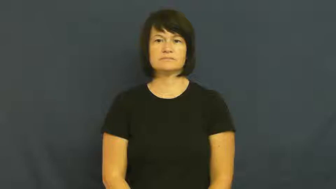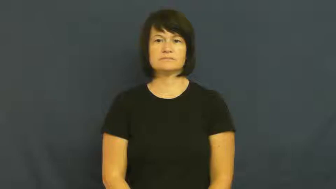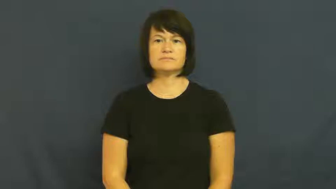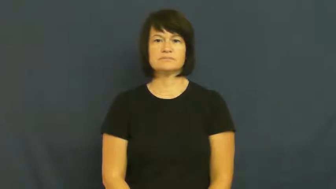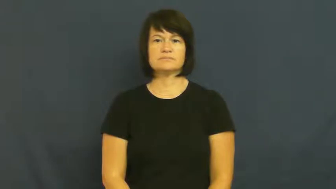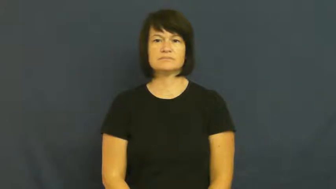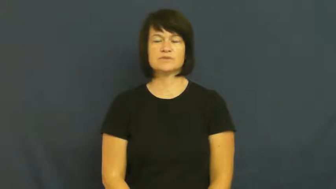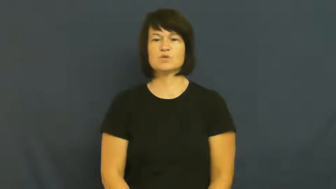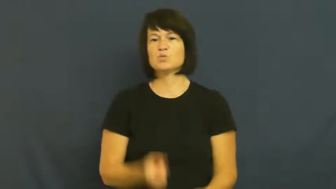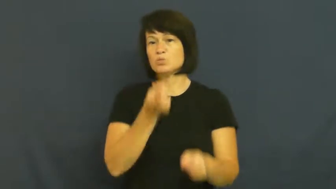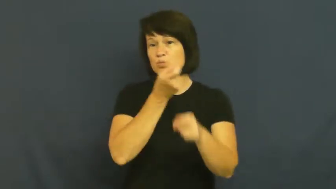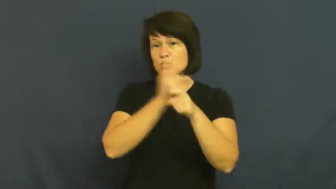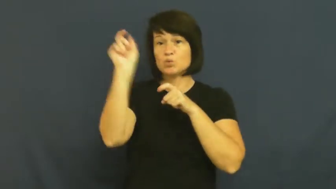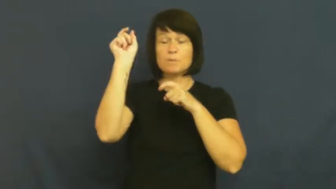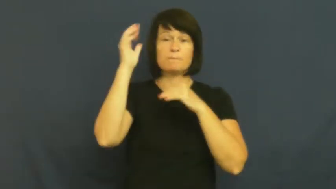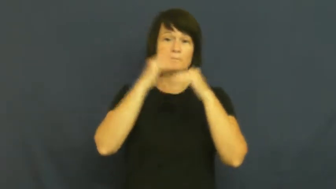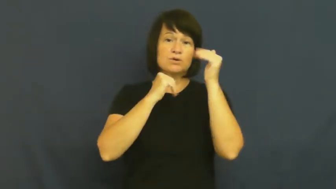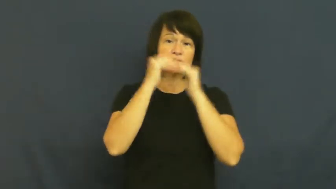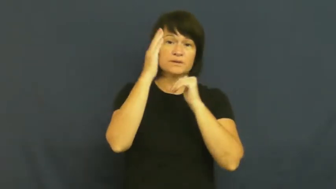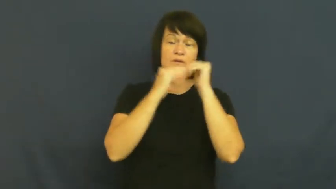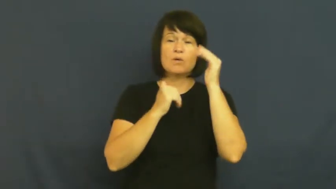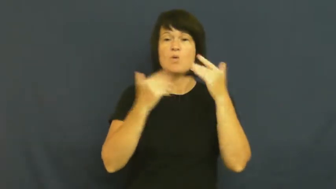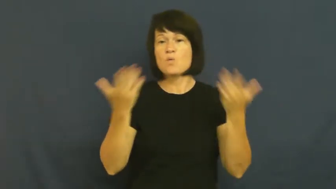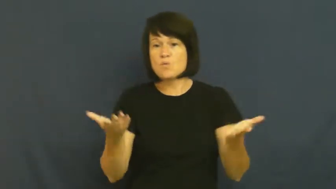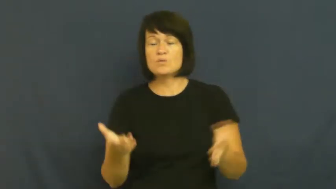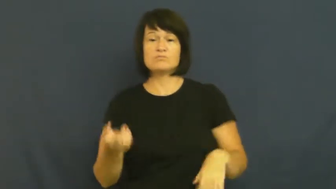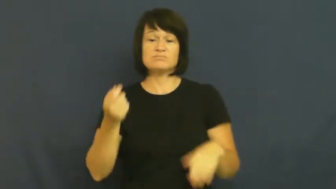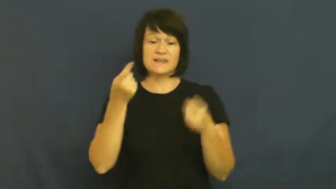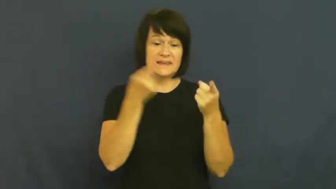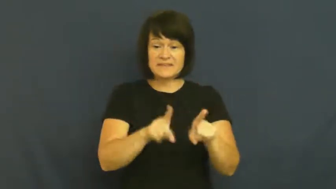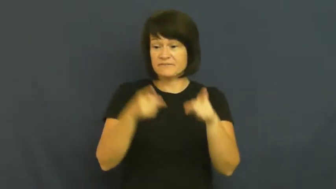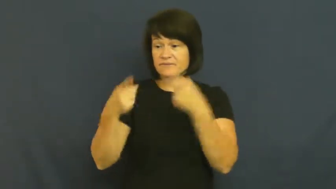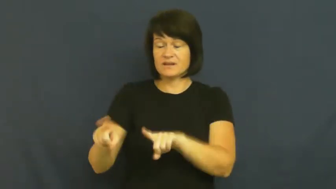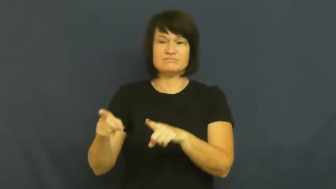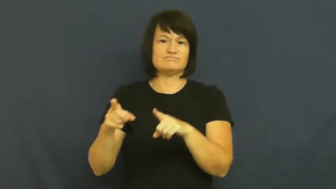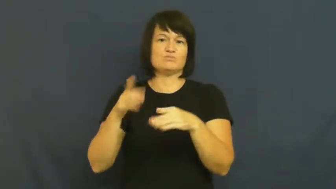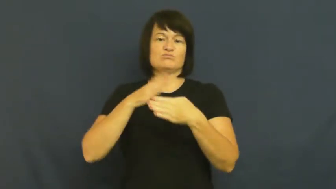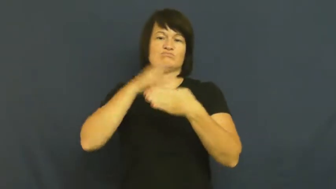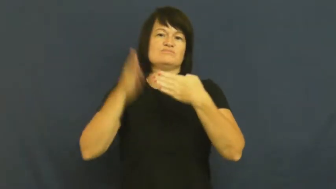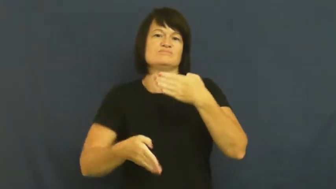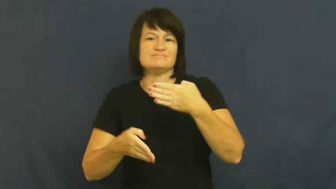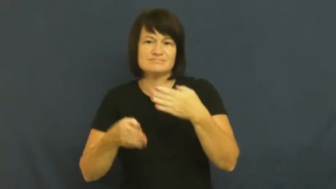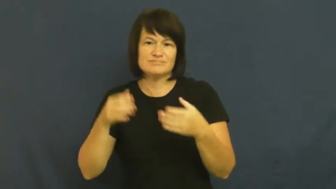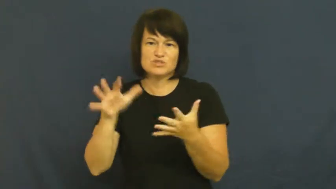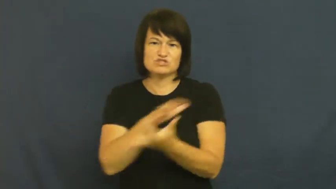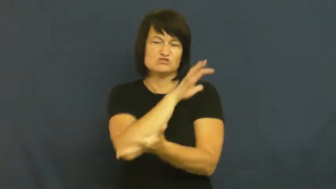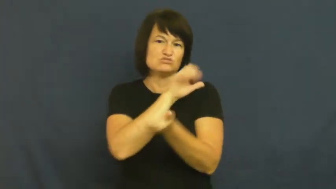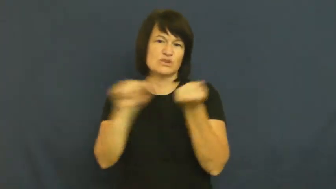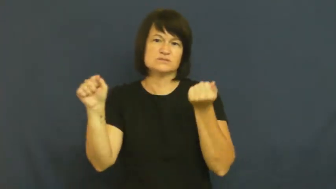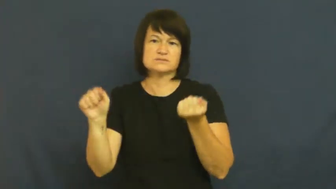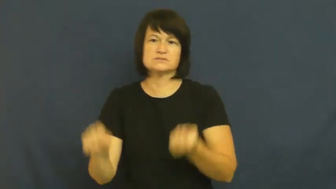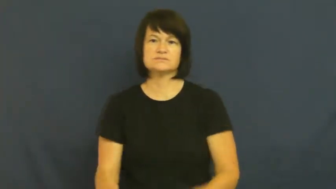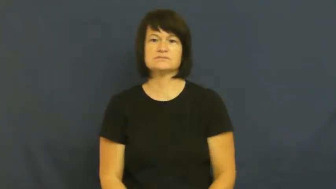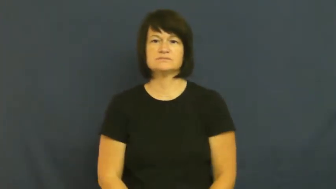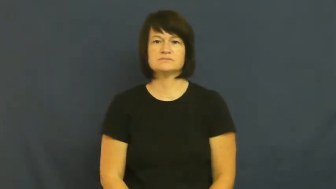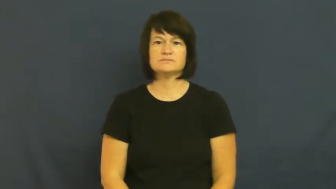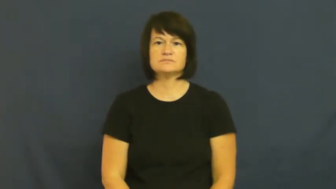ruin-building